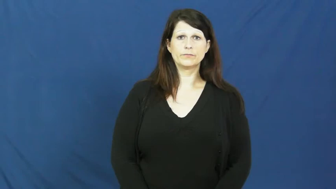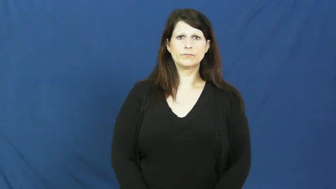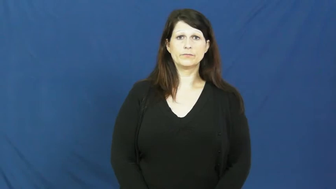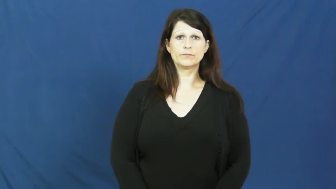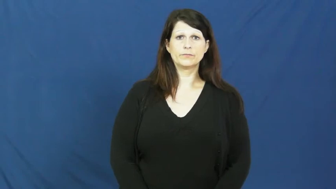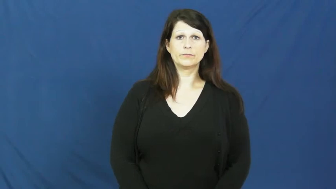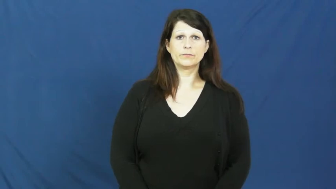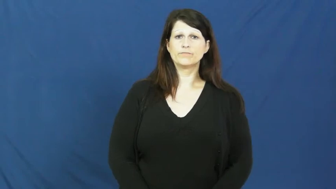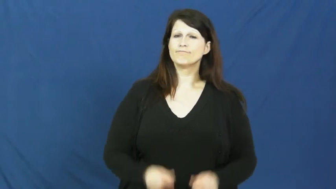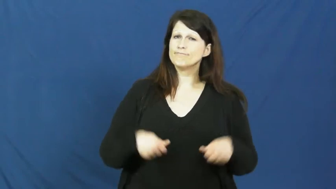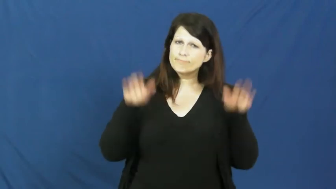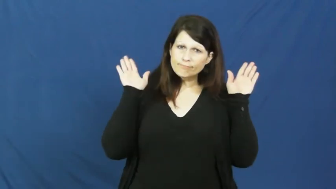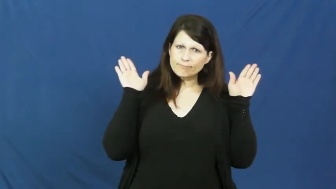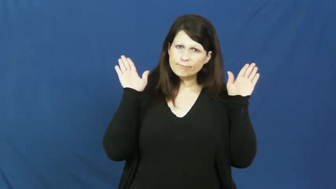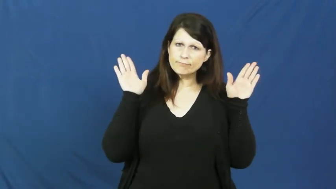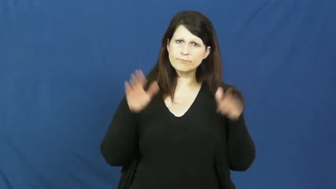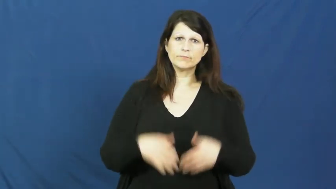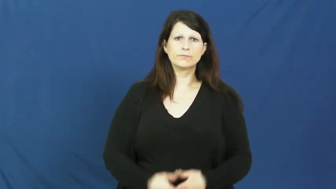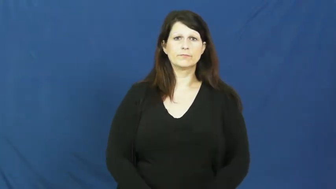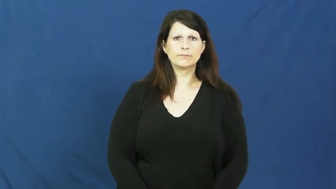succumb